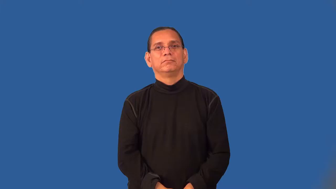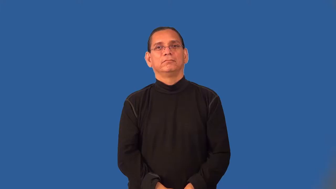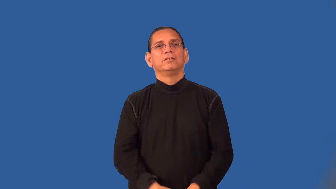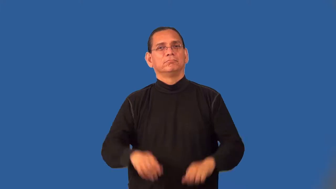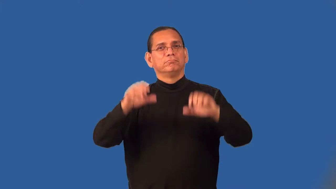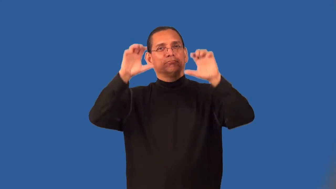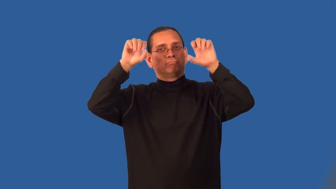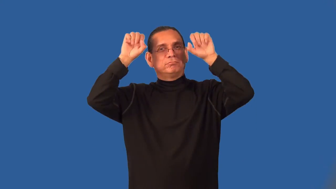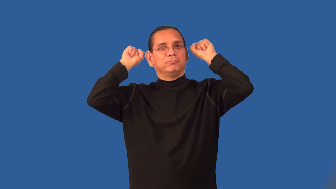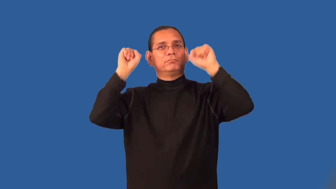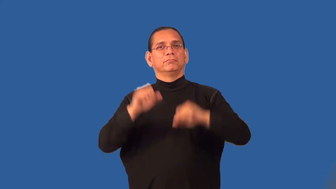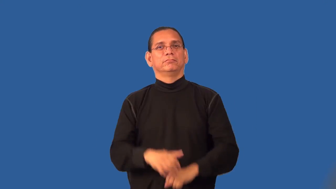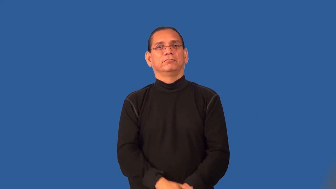permanent-hair waves